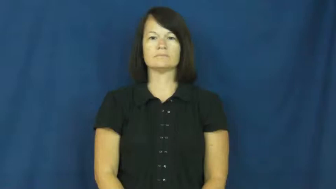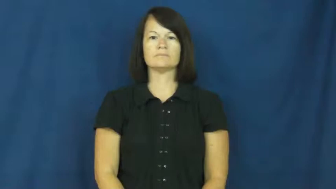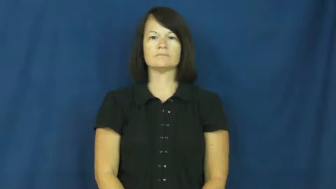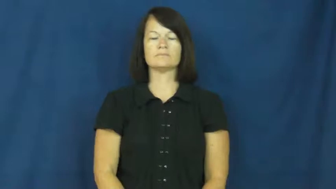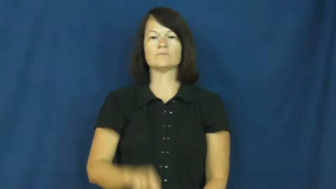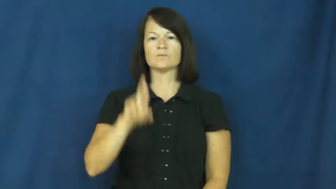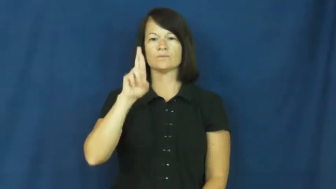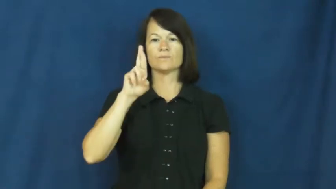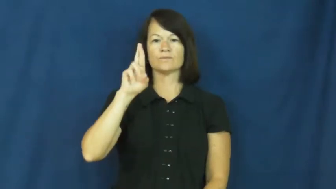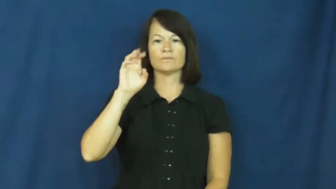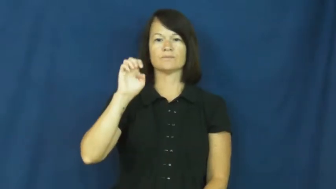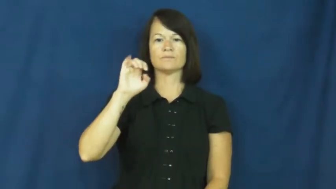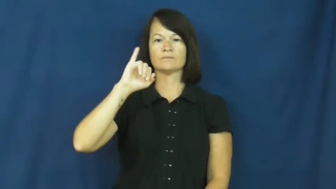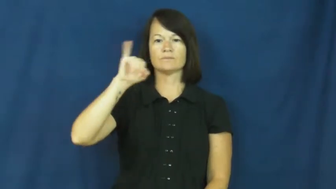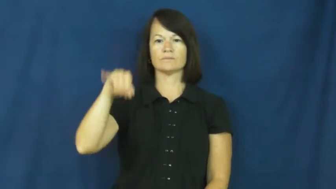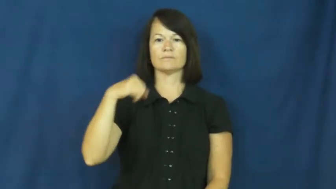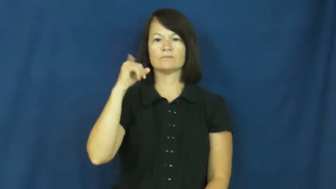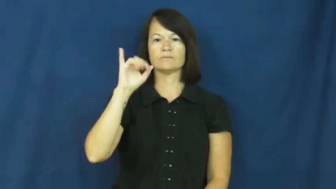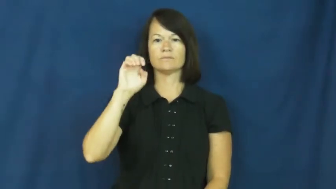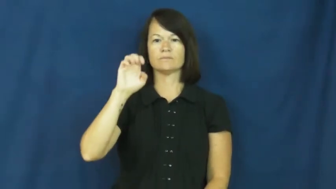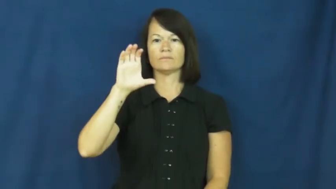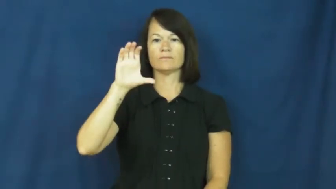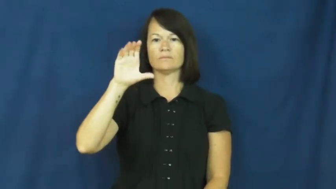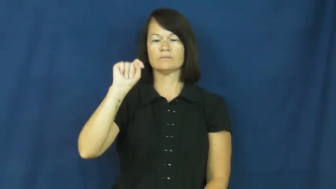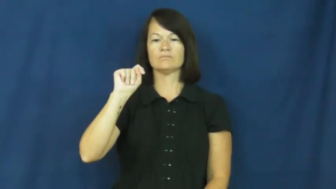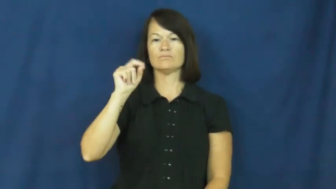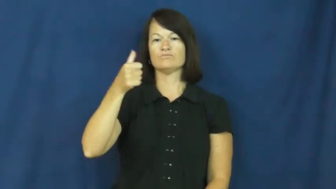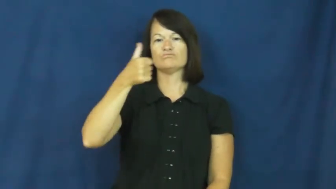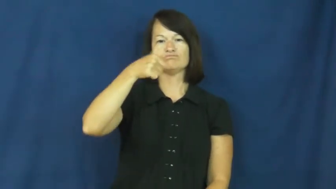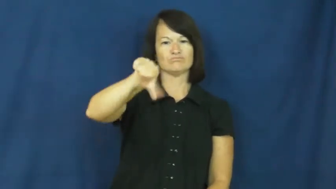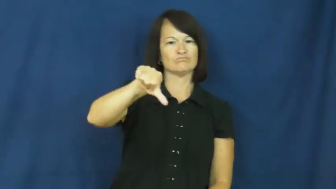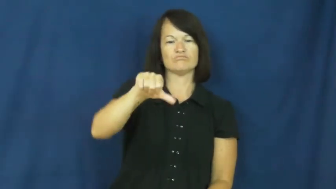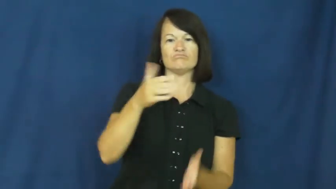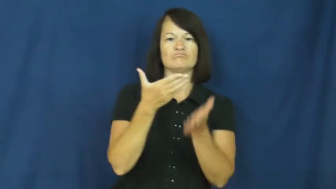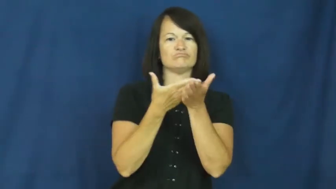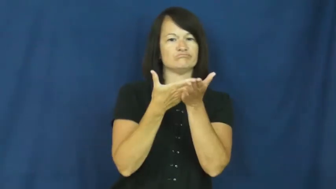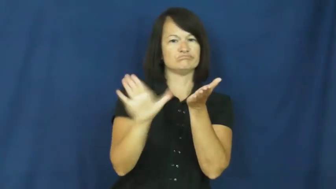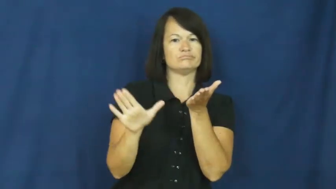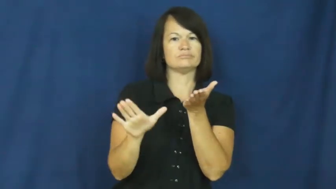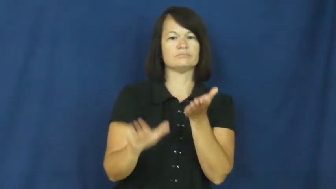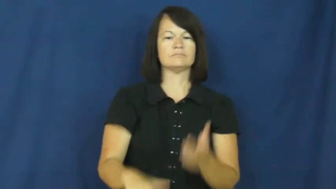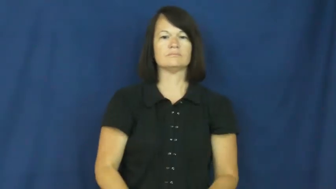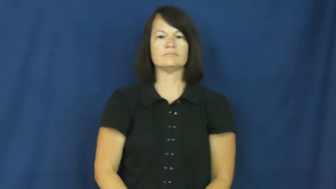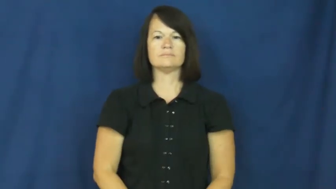reject